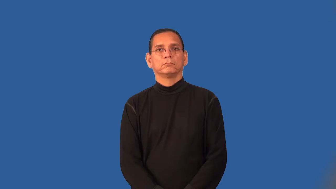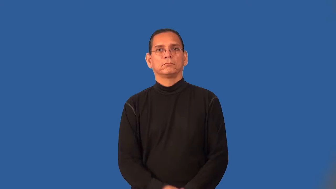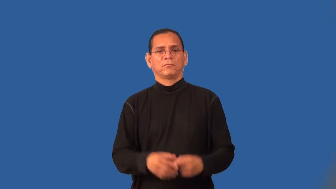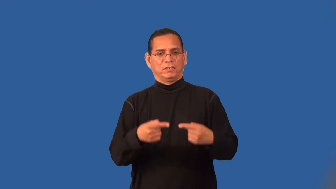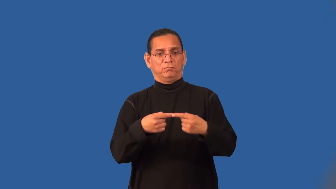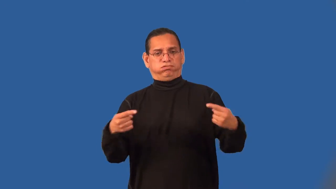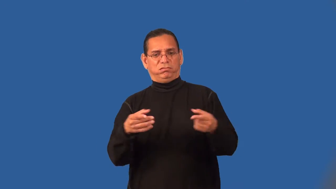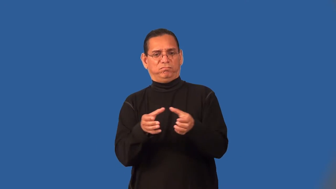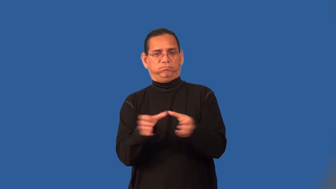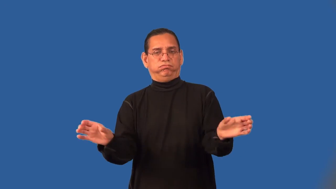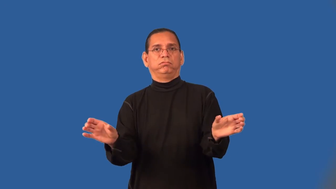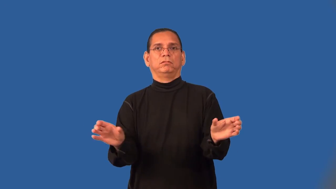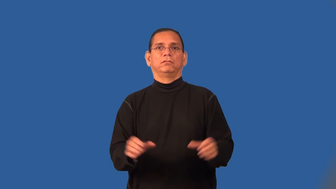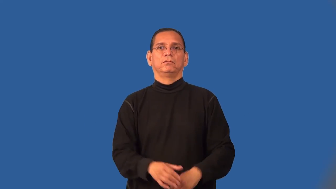schism